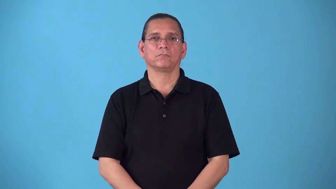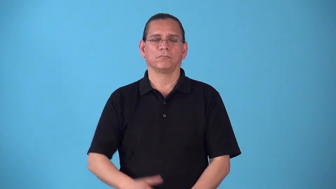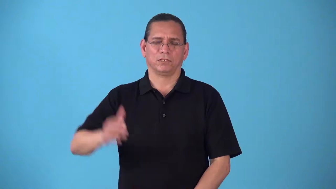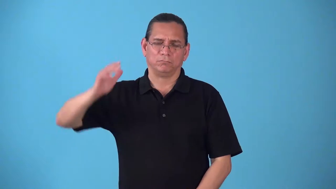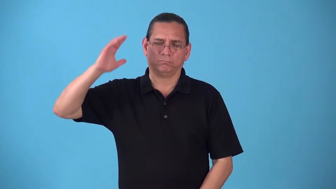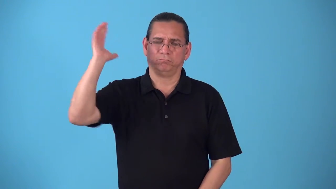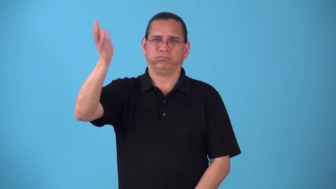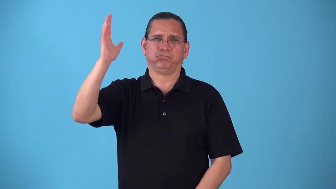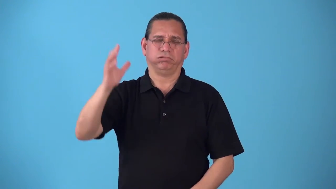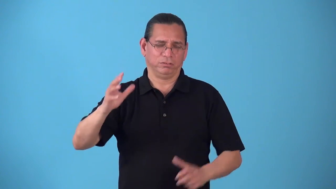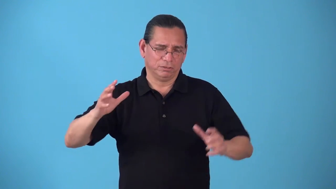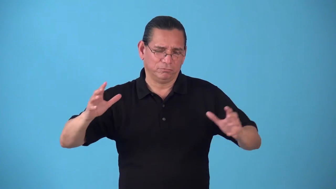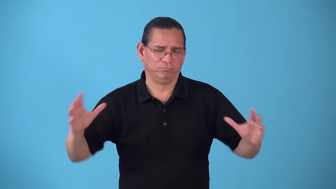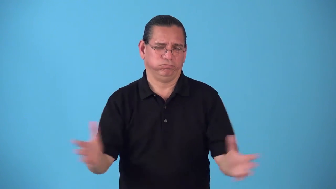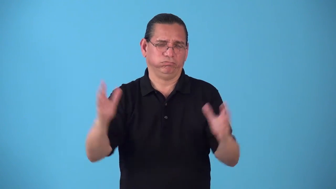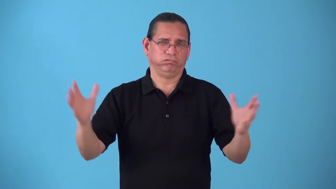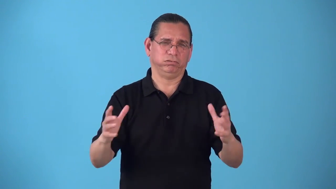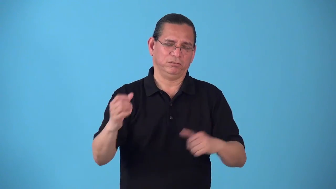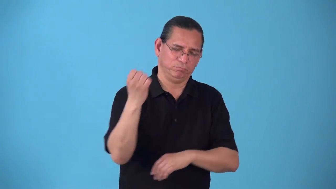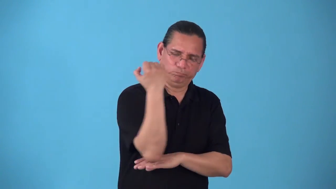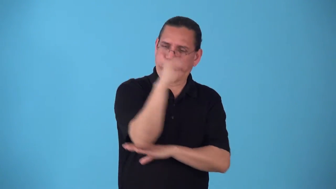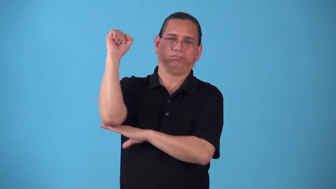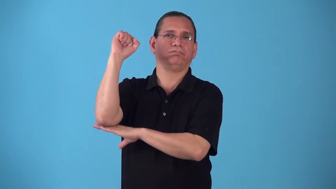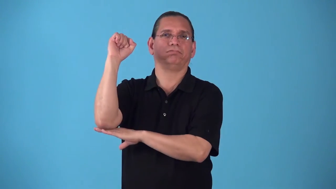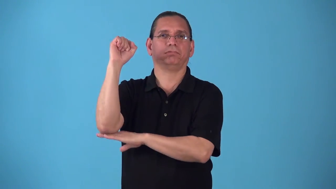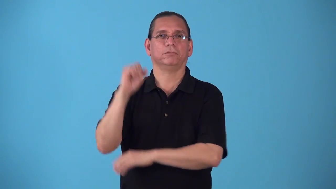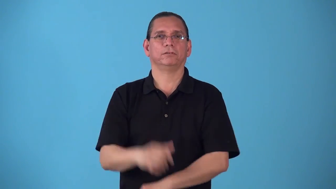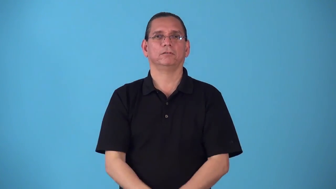sedition